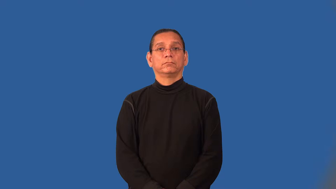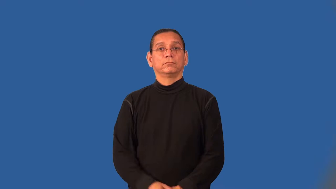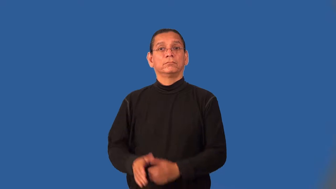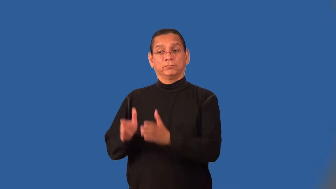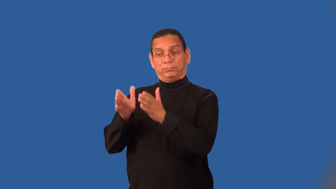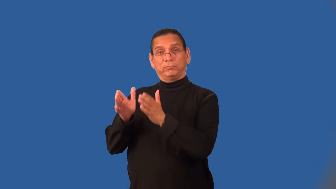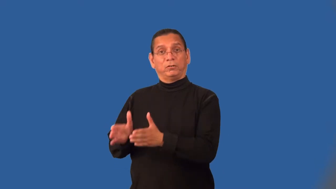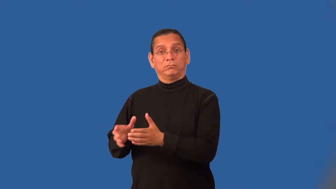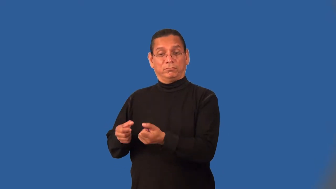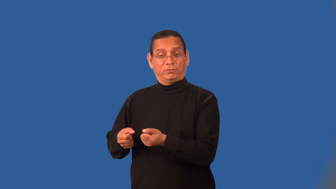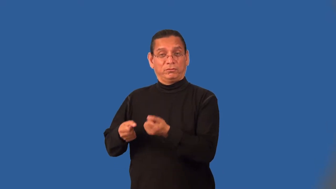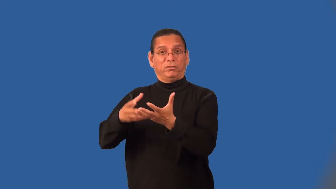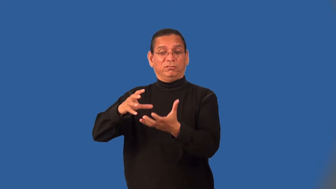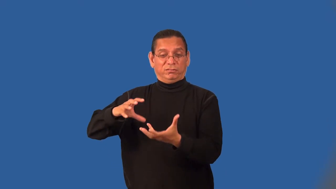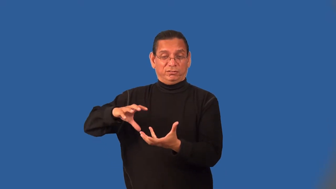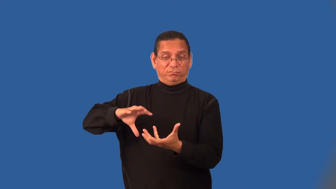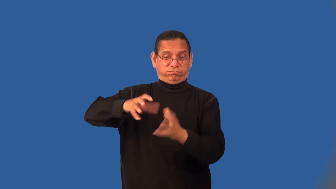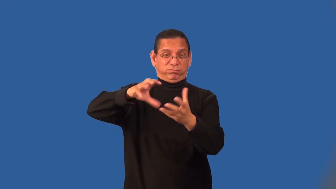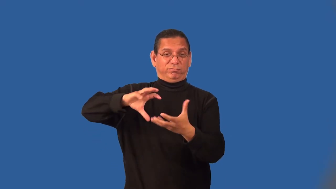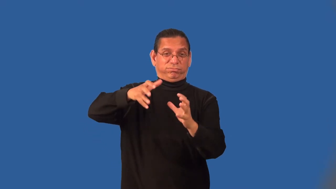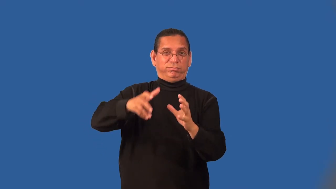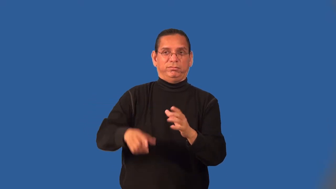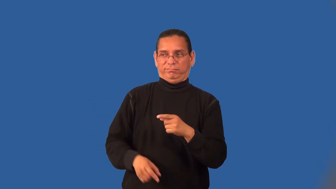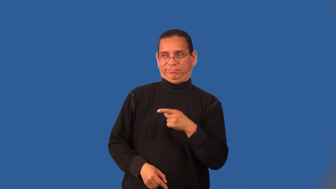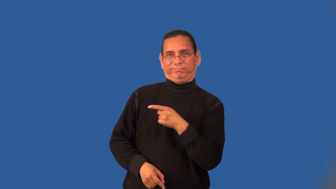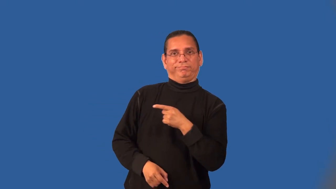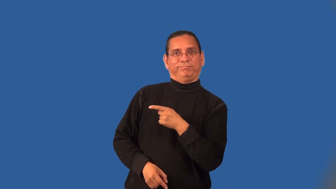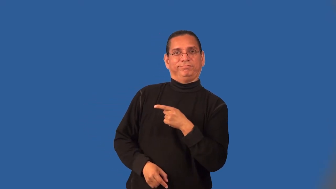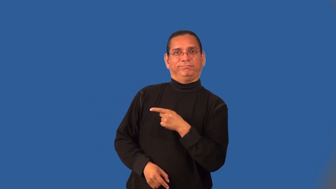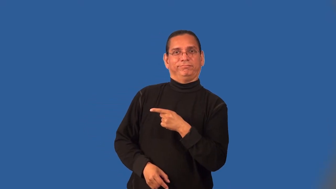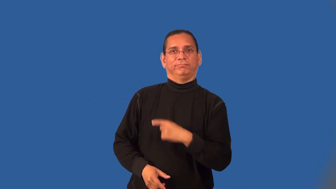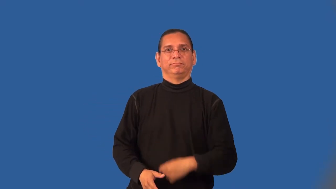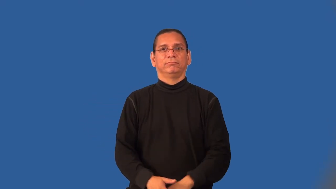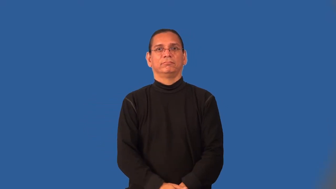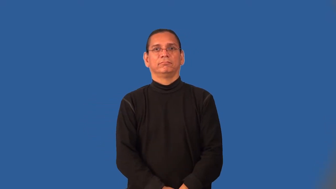muckrake,mudsling